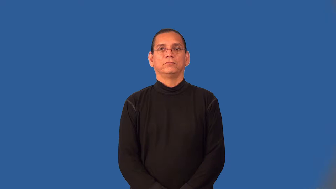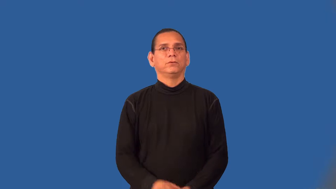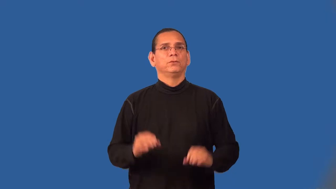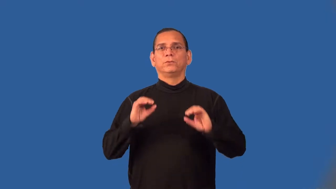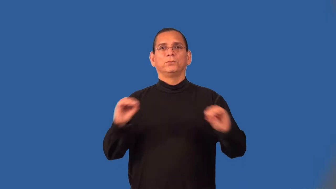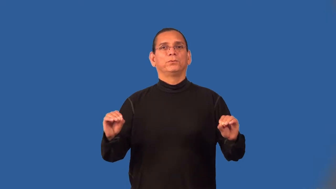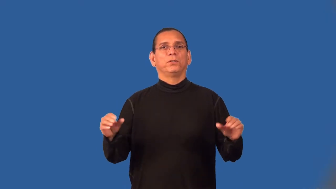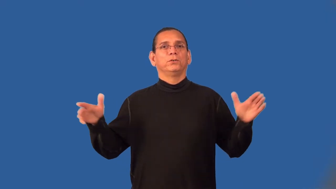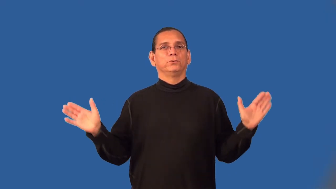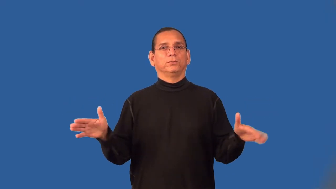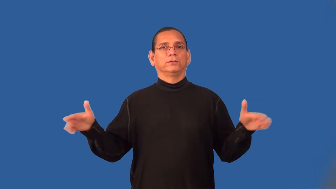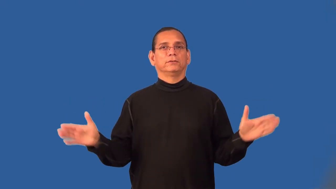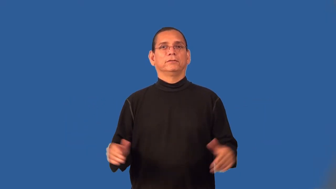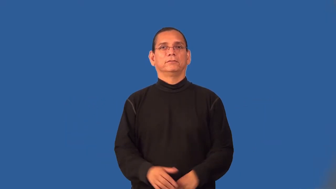wingless